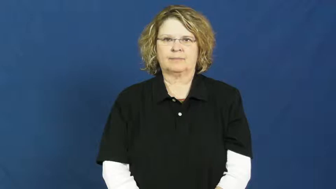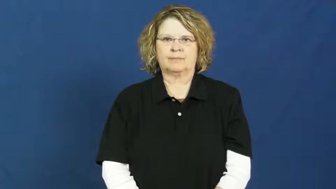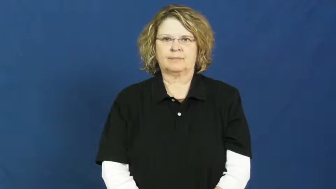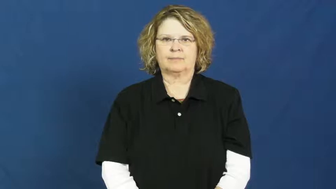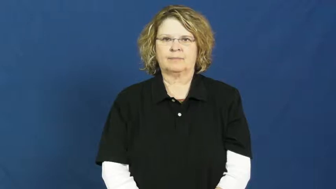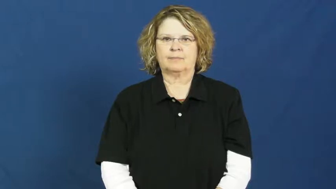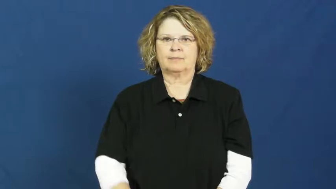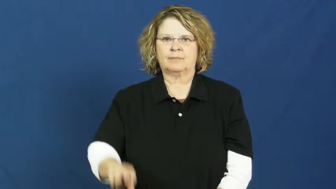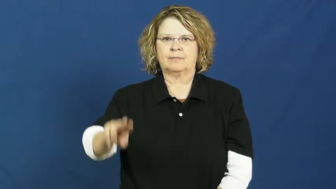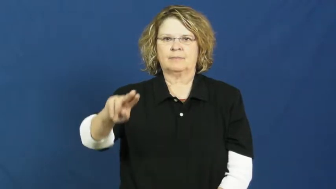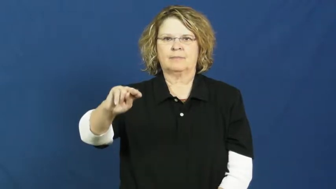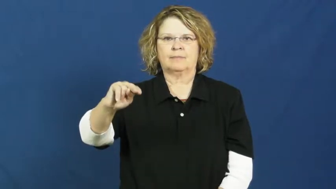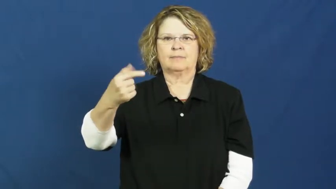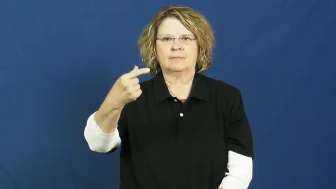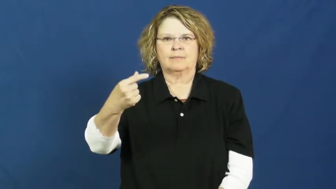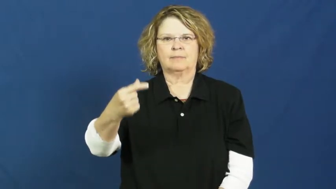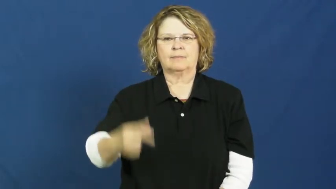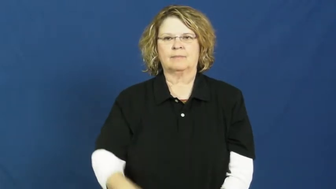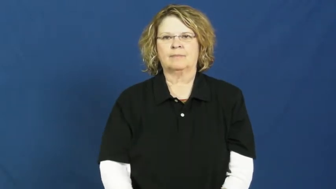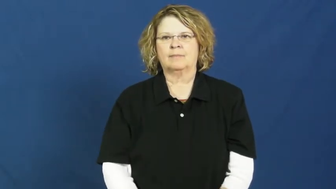no good,bum,crappy,dead,lackluster